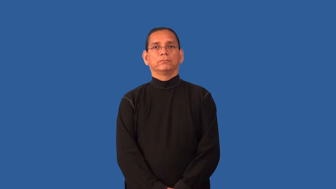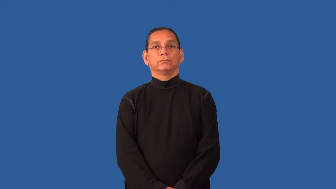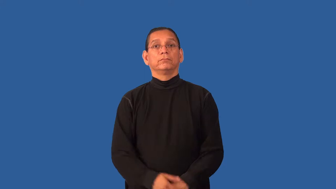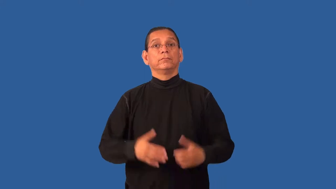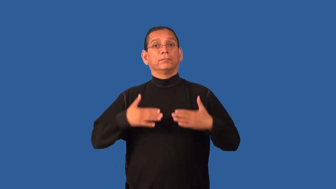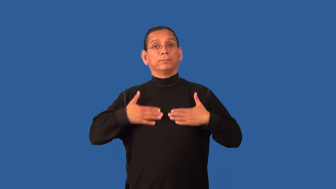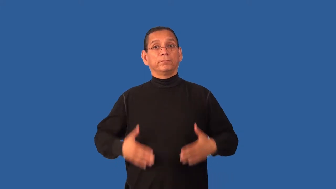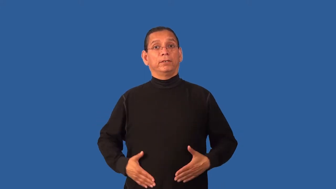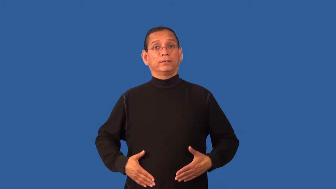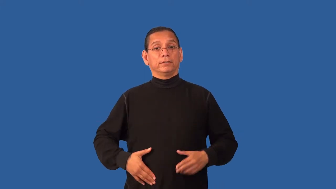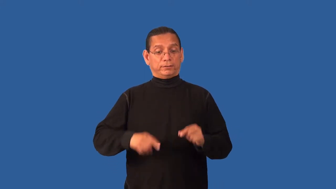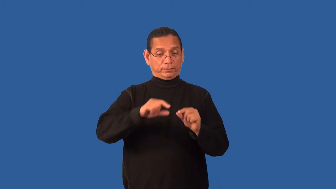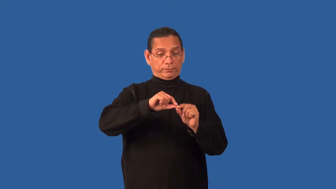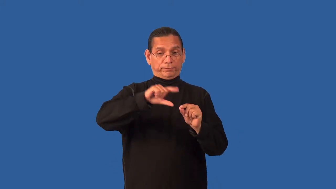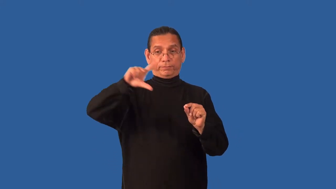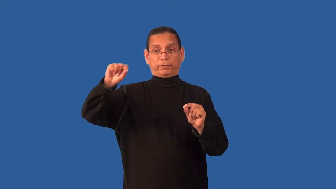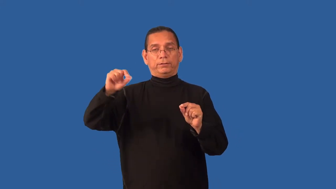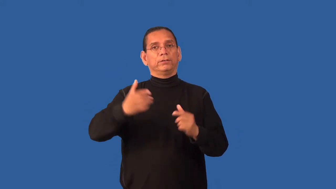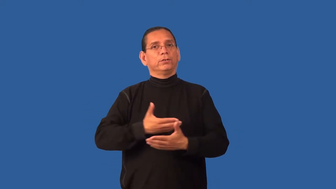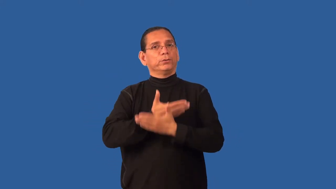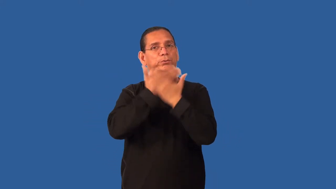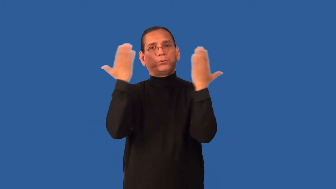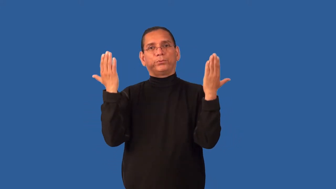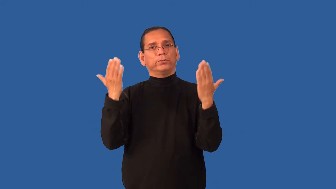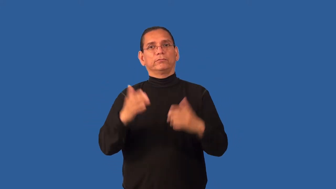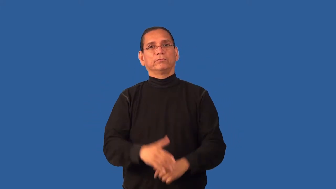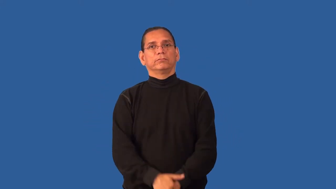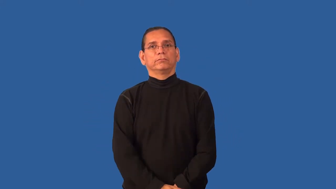featherless